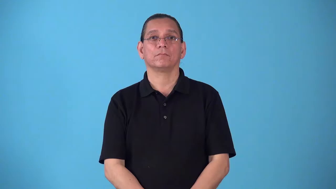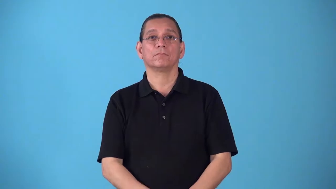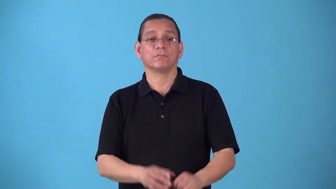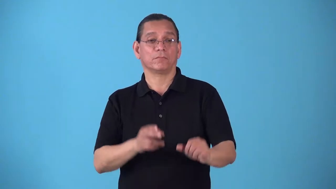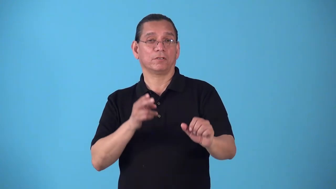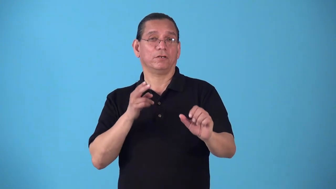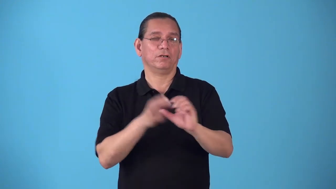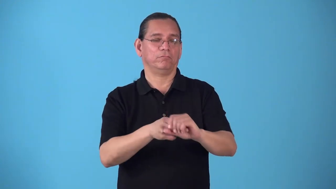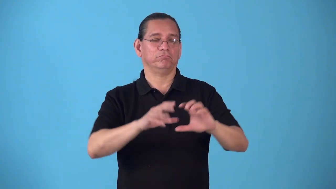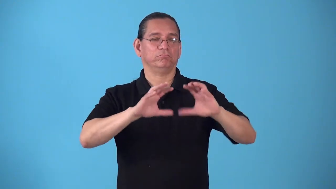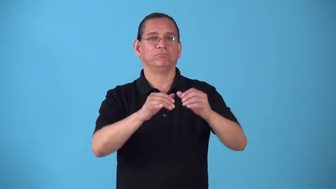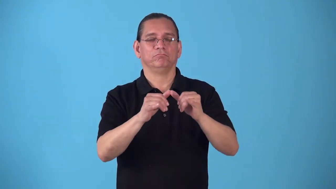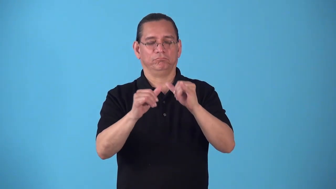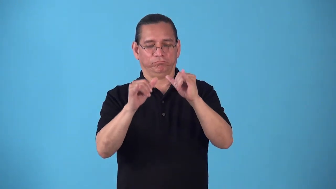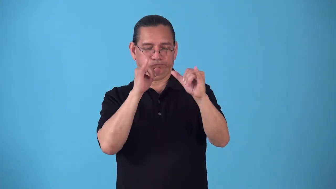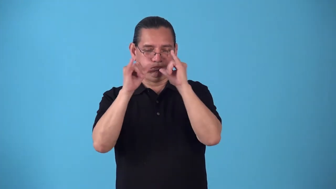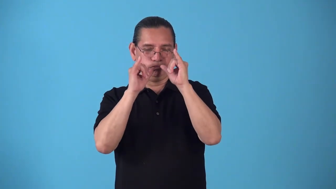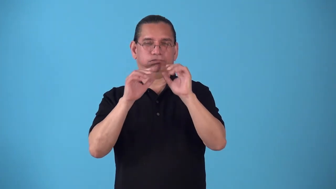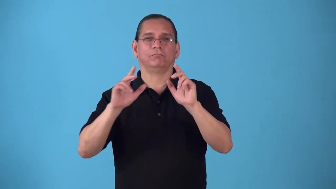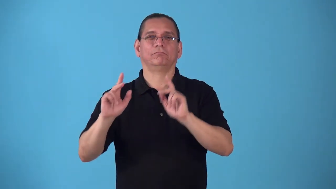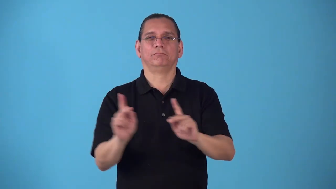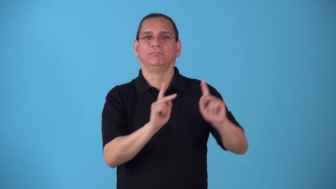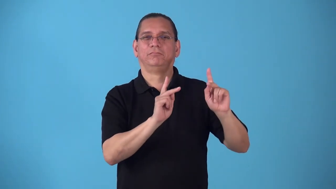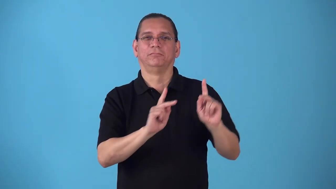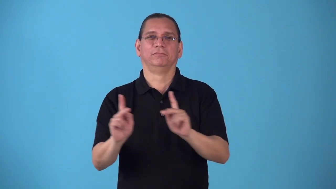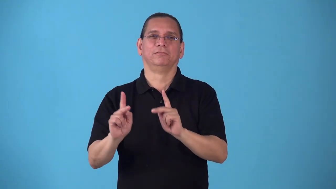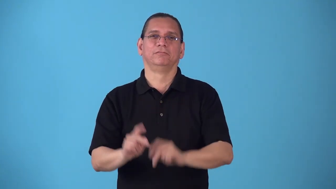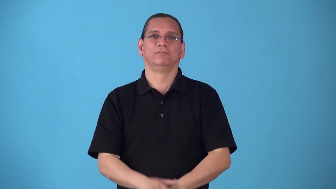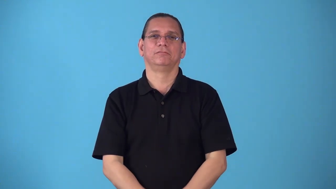roister